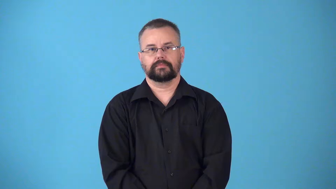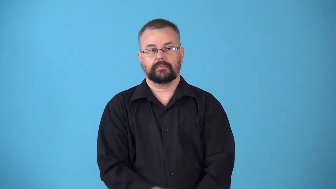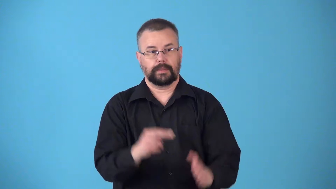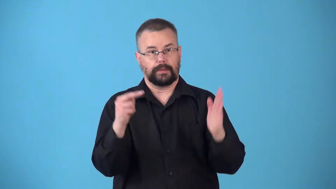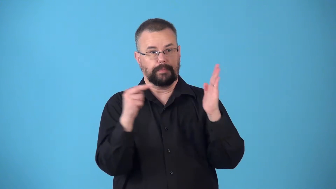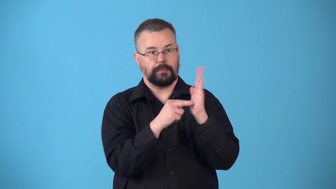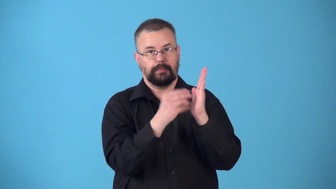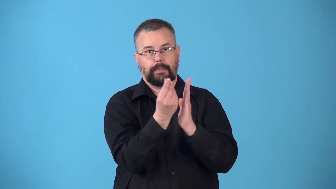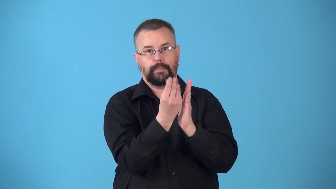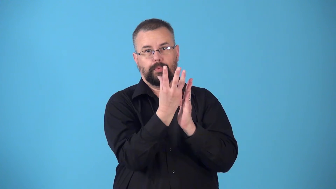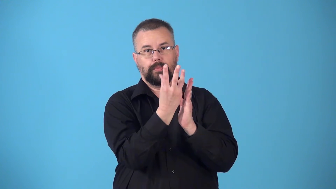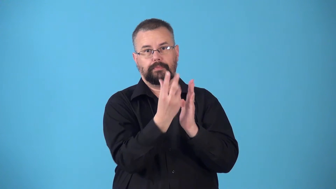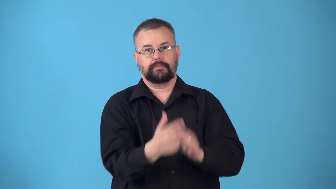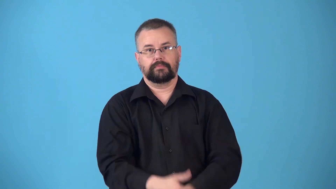nightlight